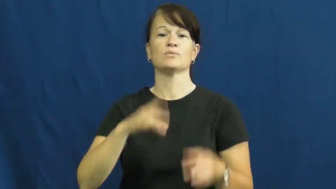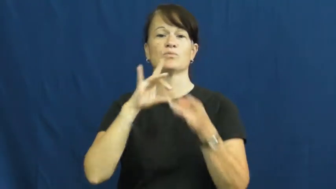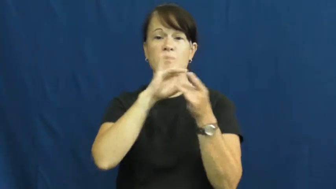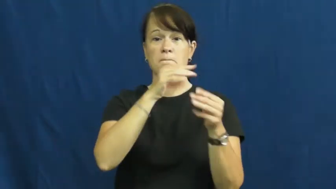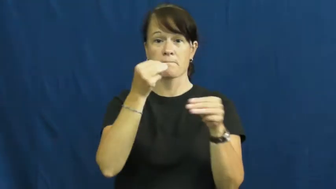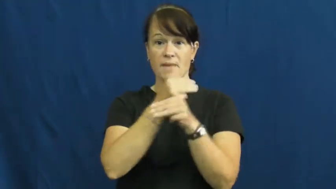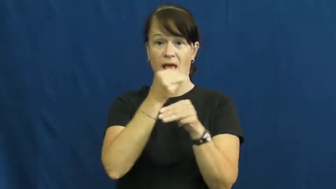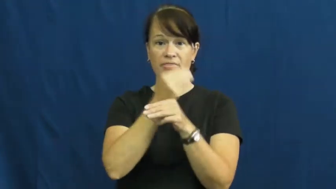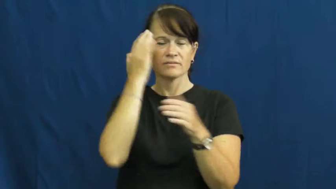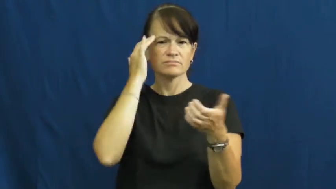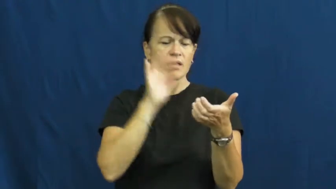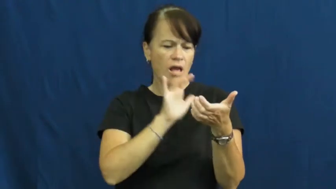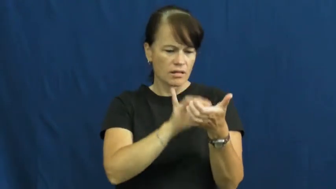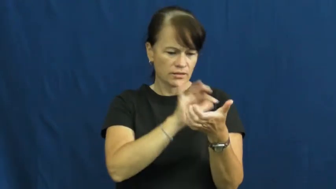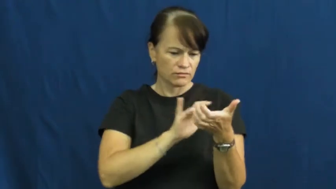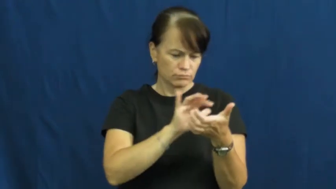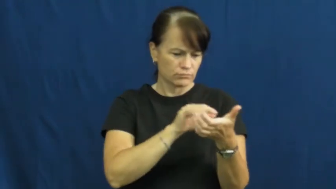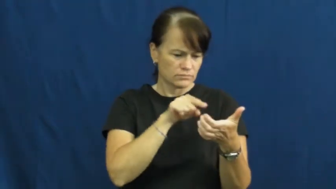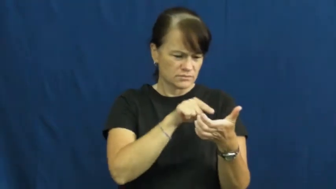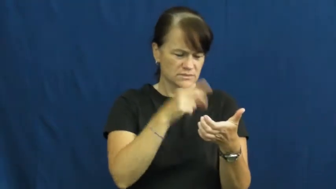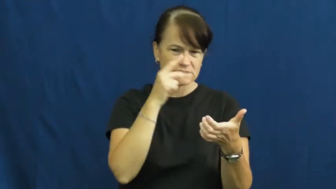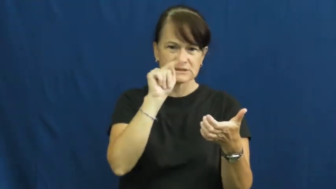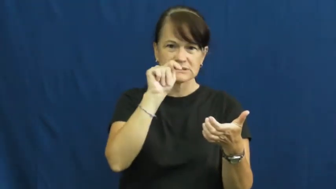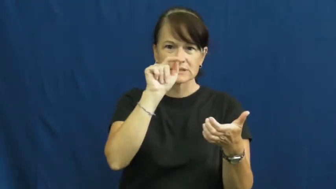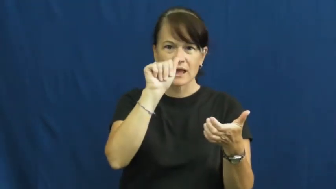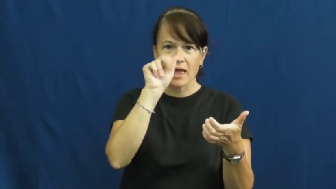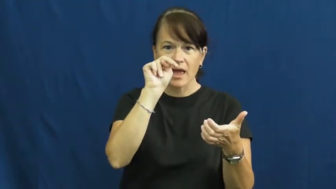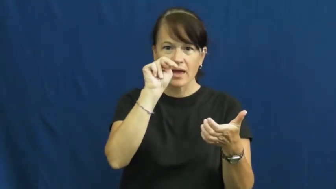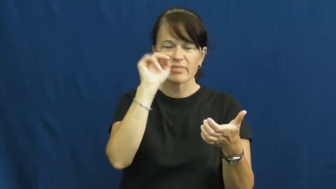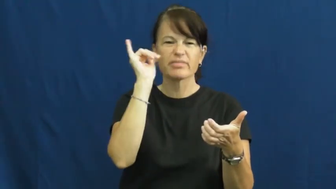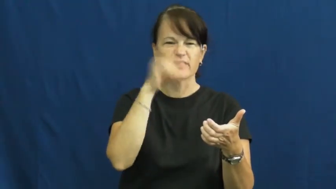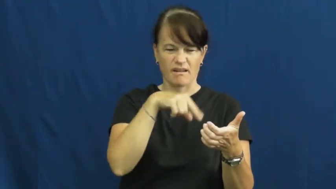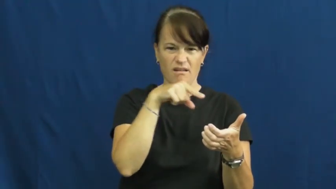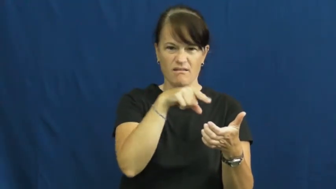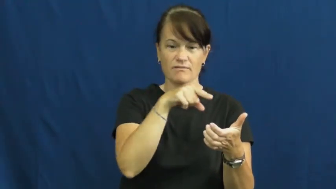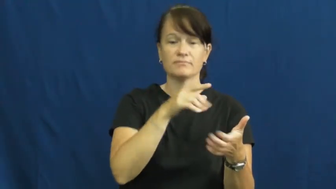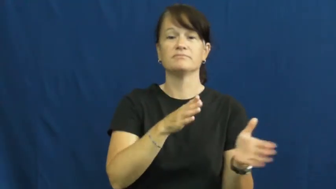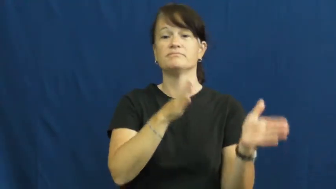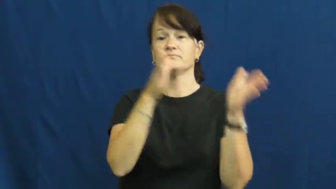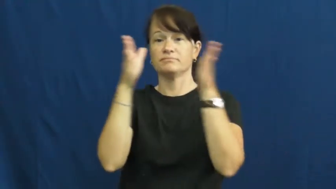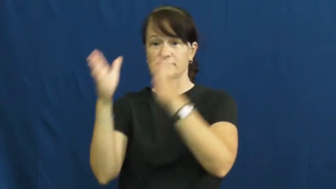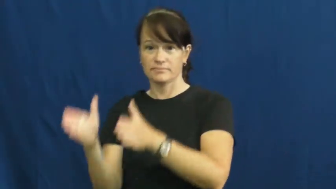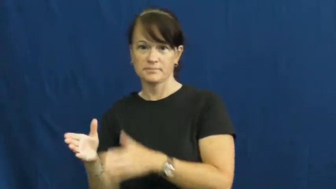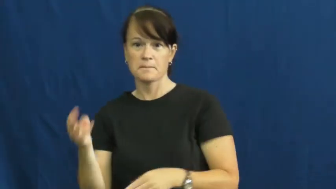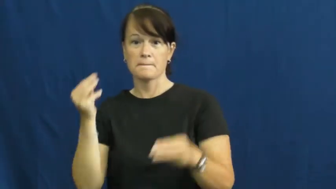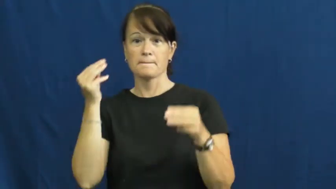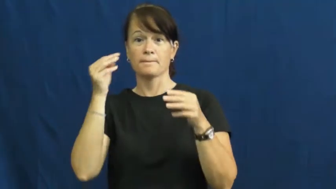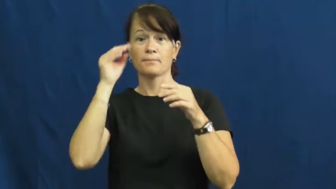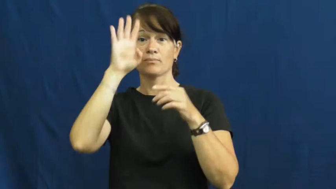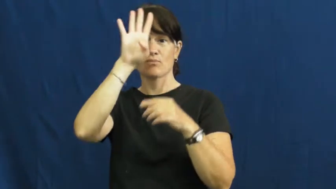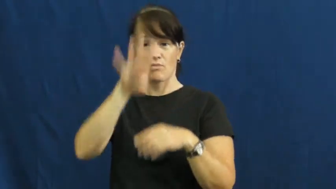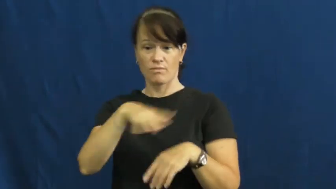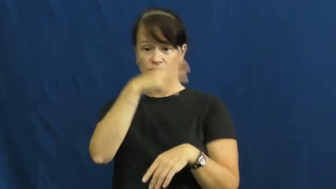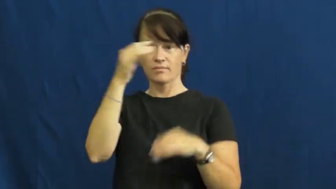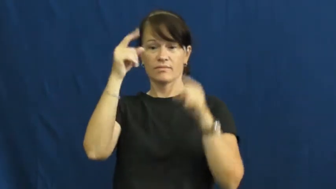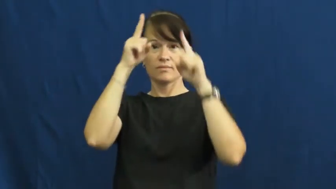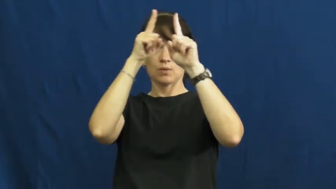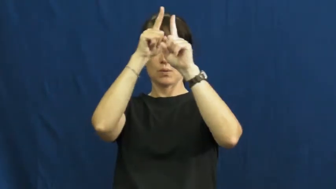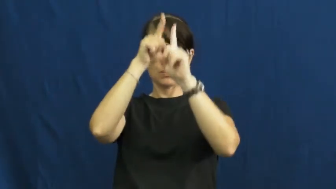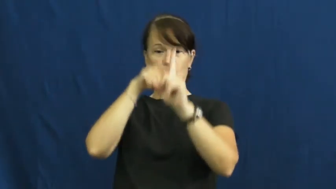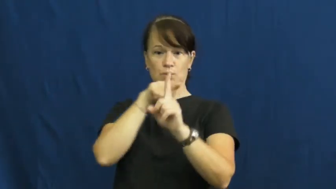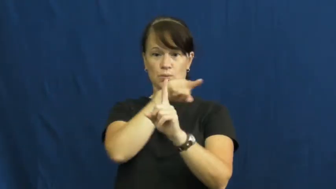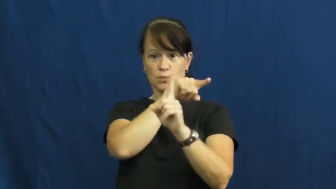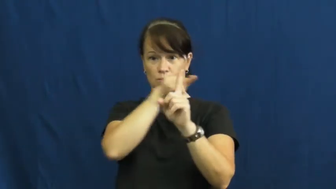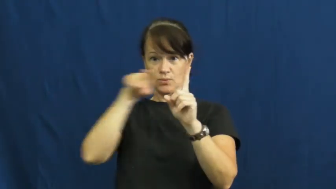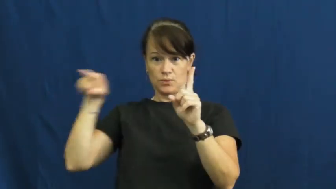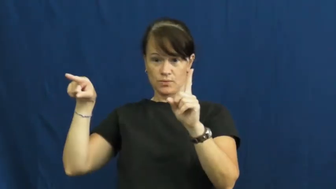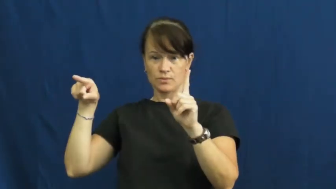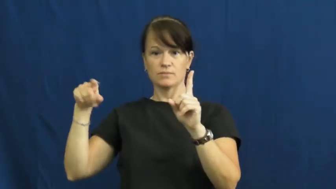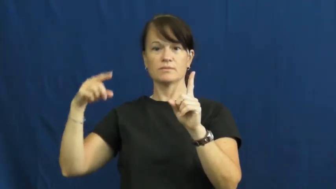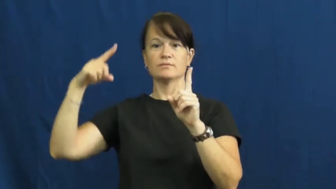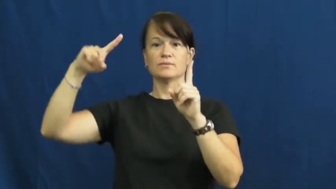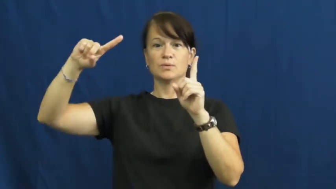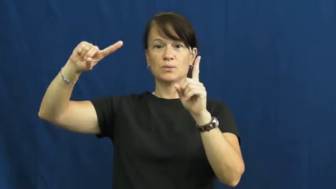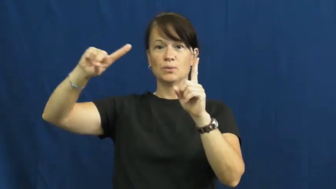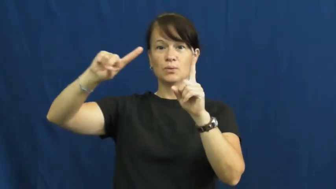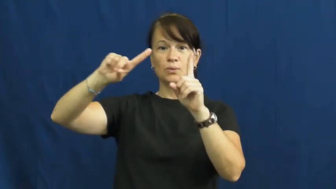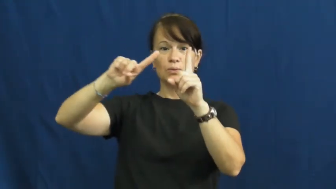tangent-math